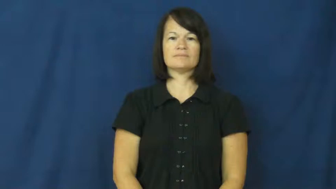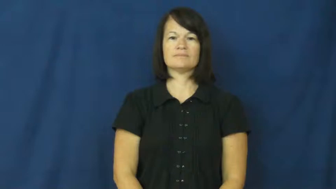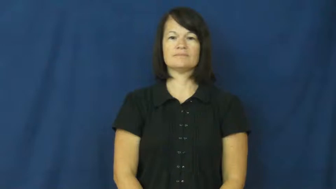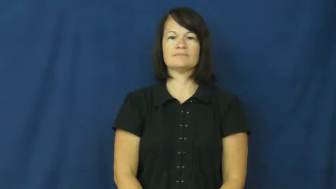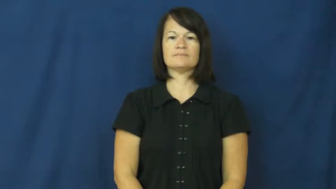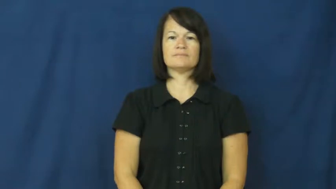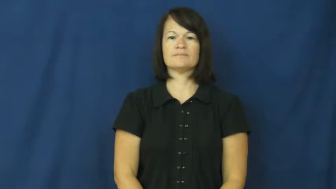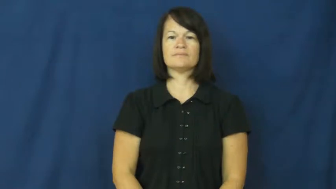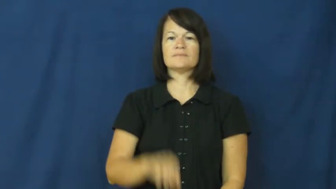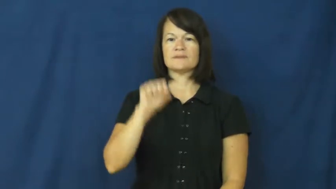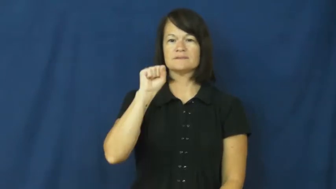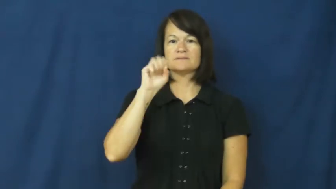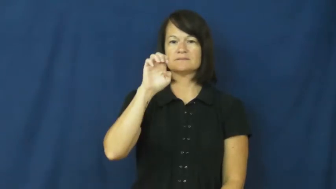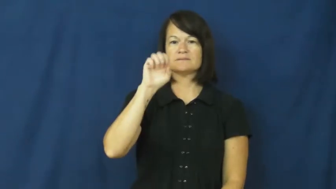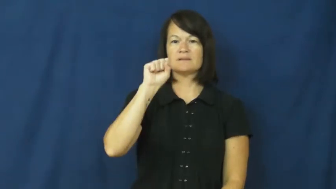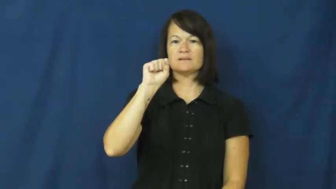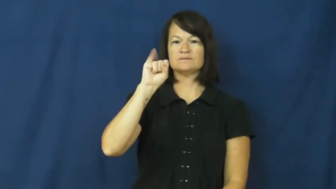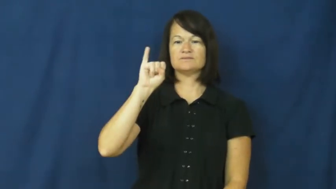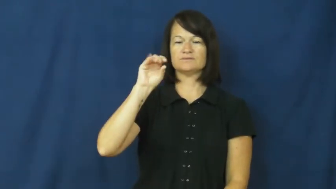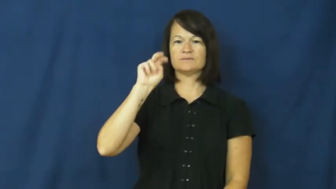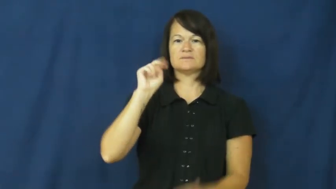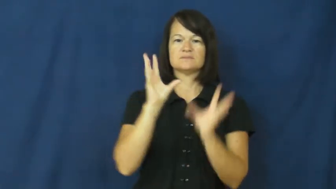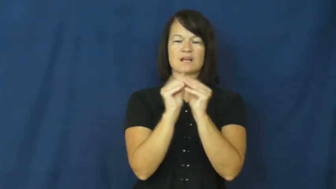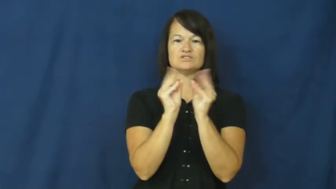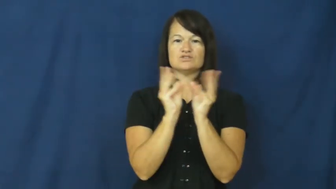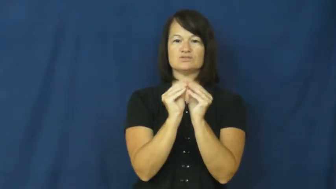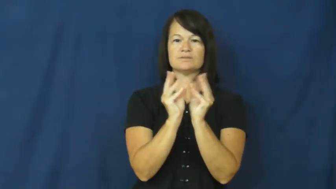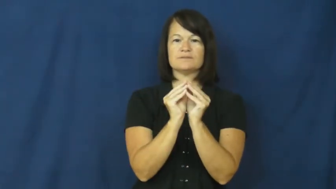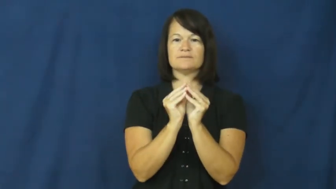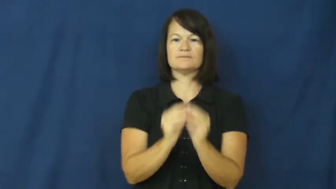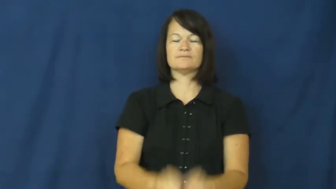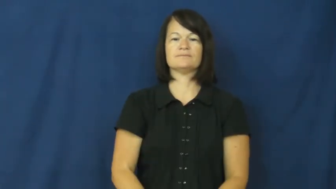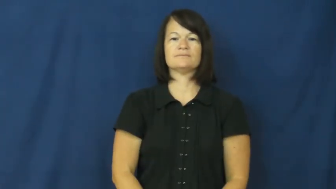session